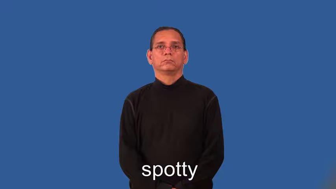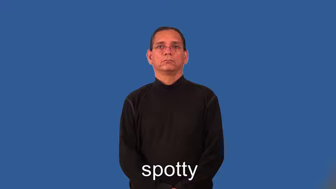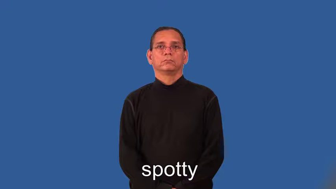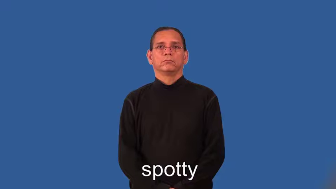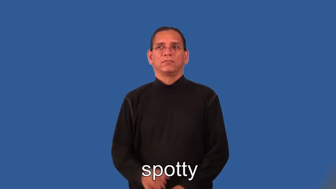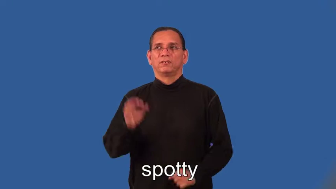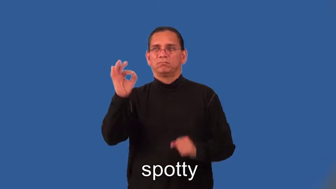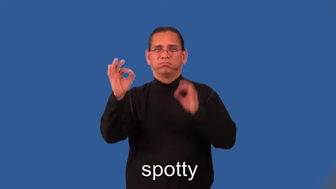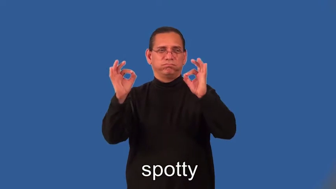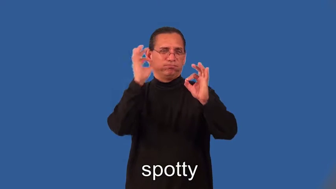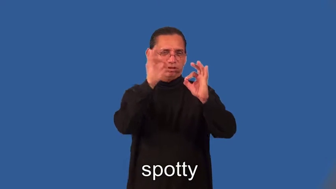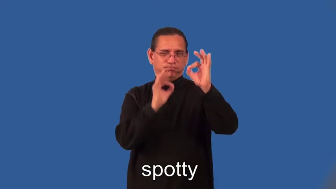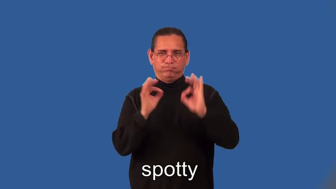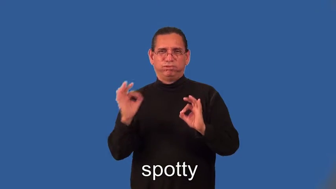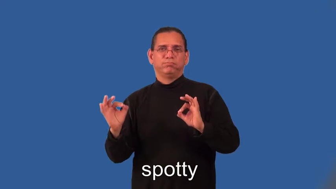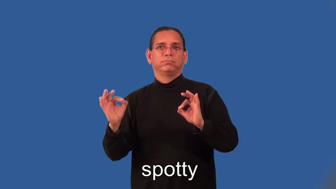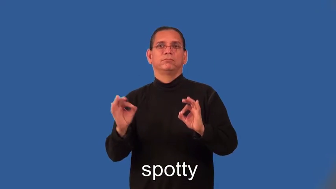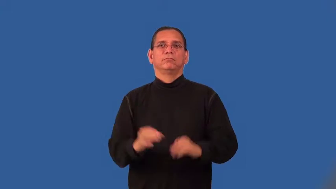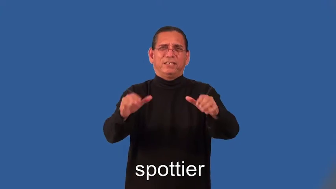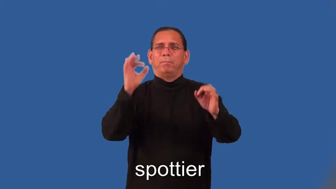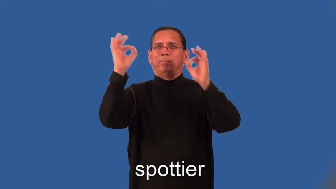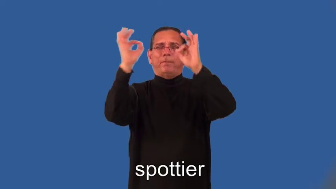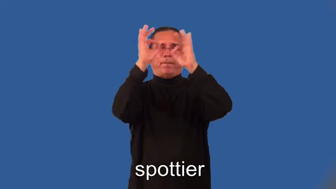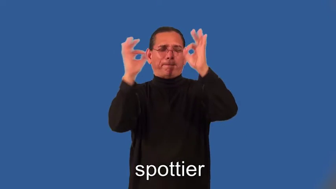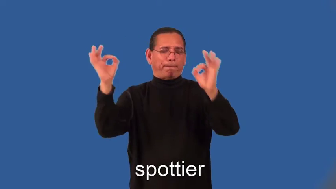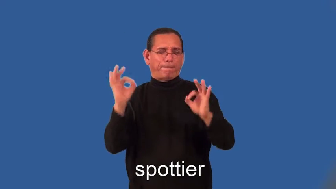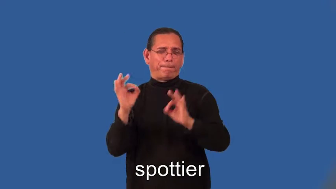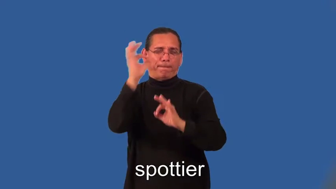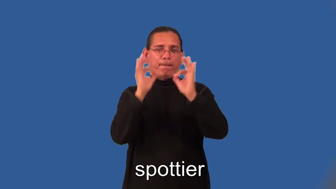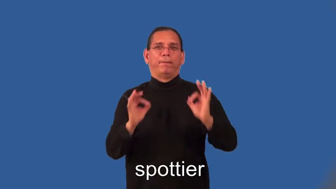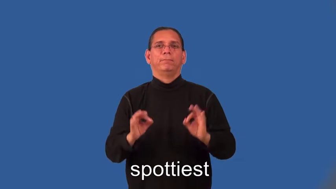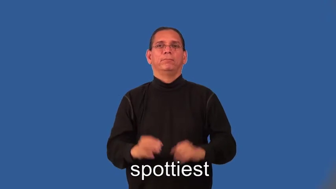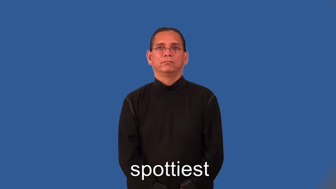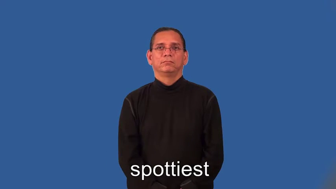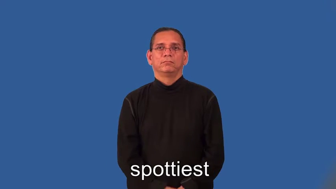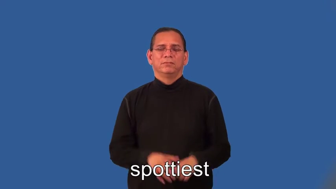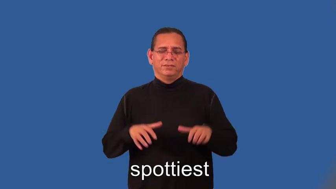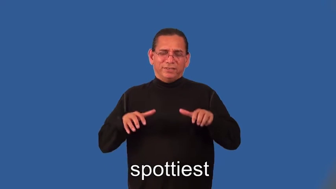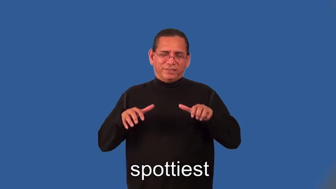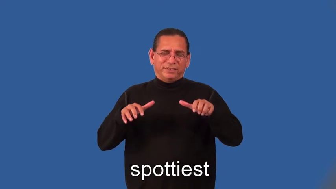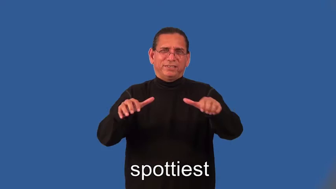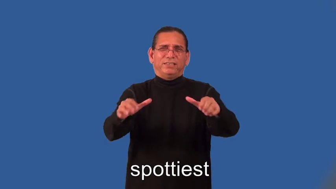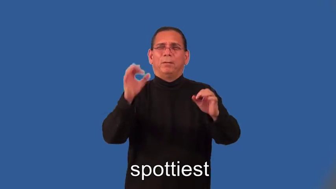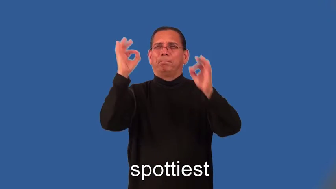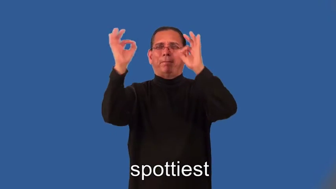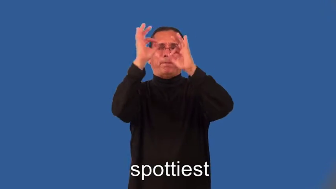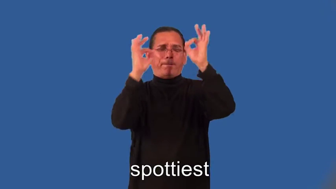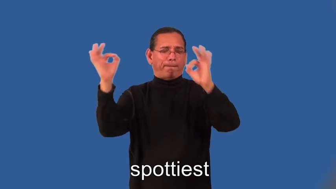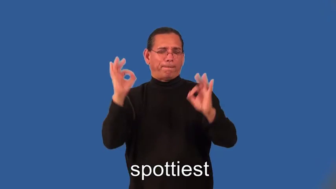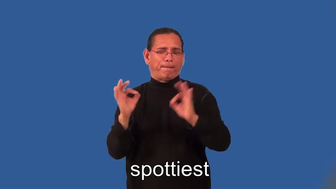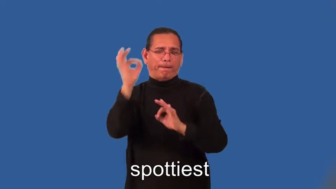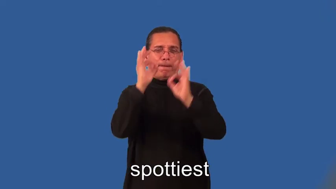spottier,spottiest